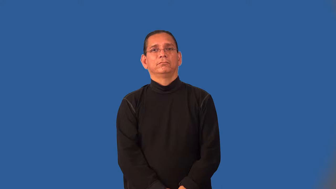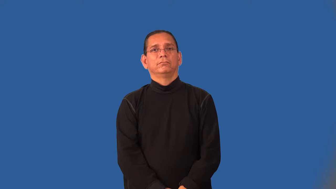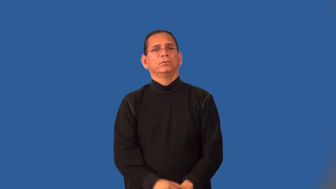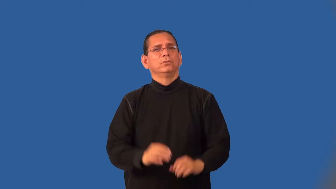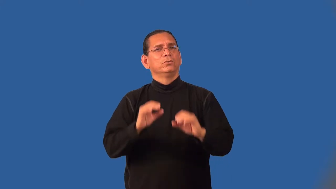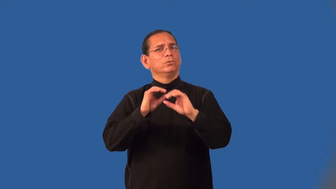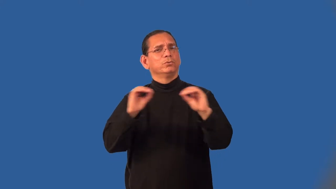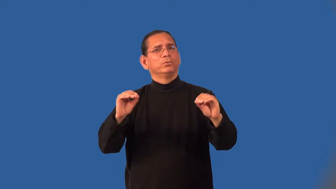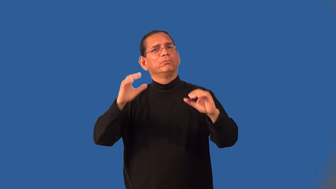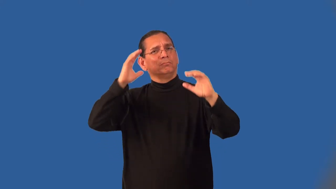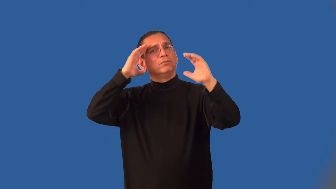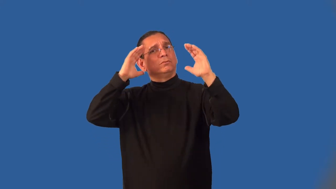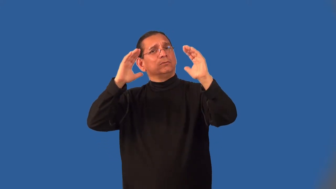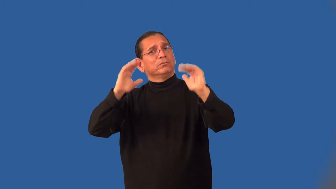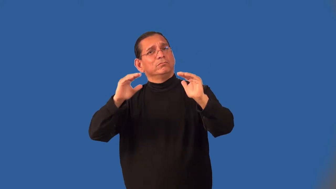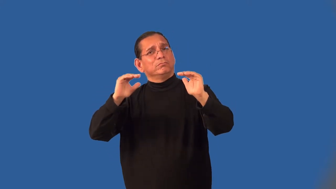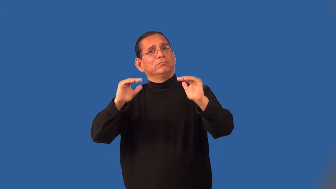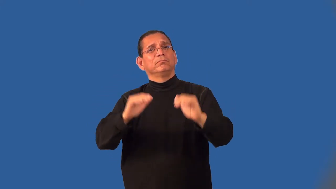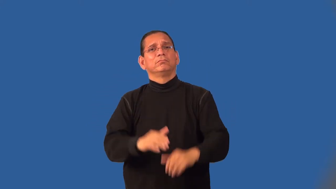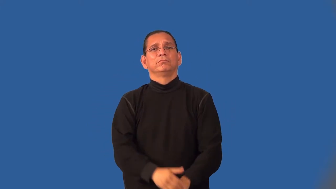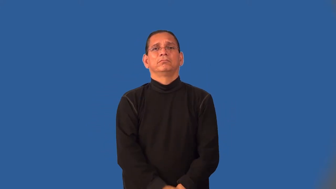hopeless